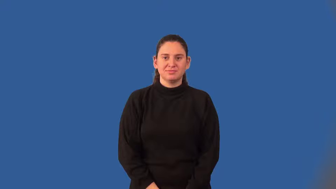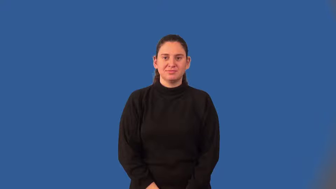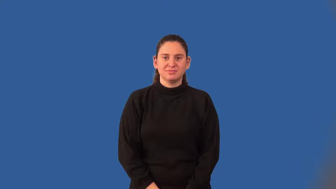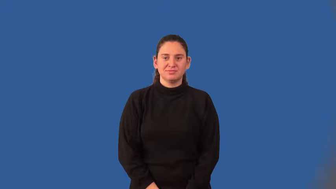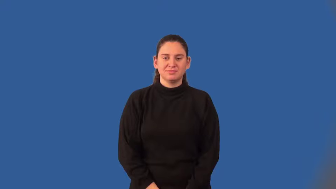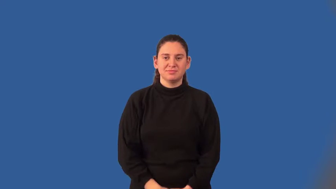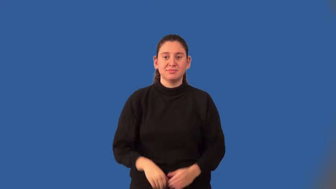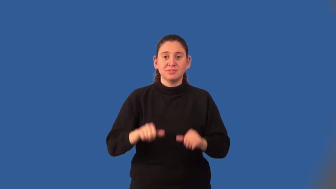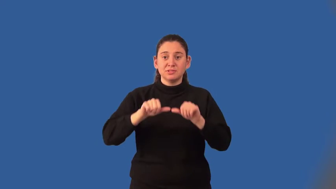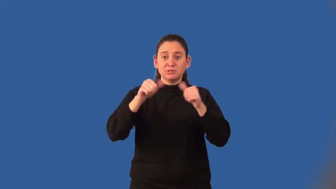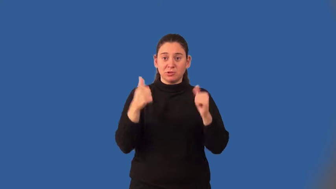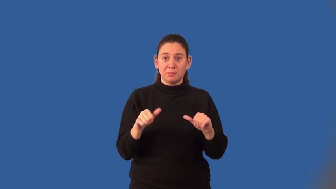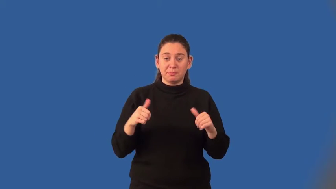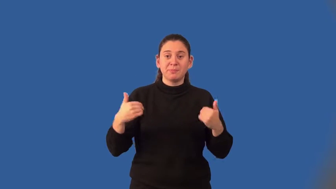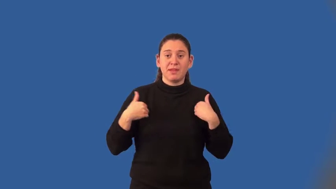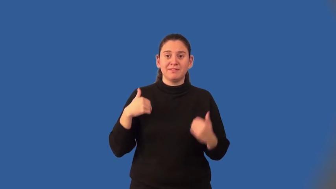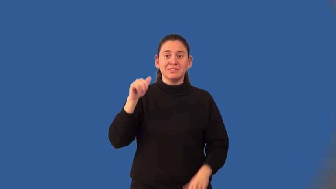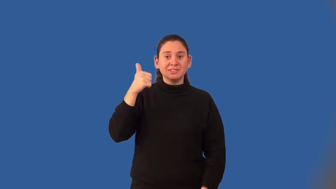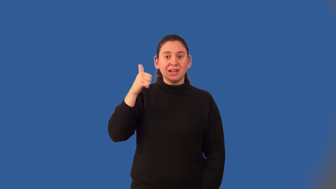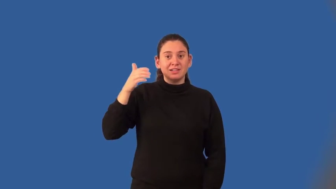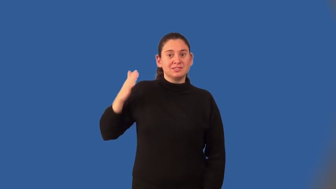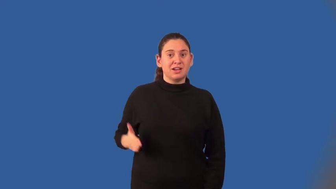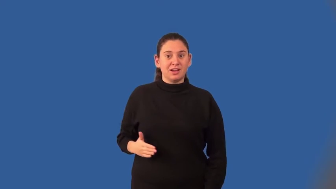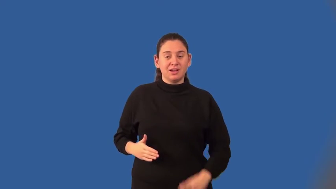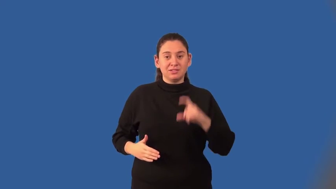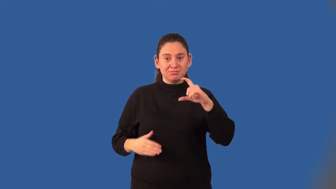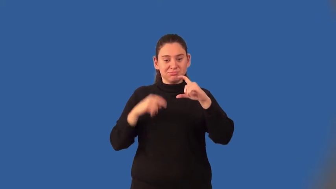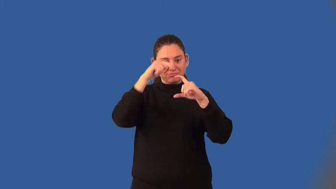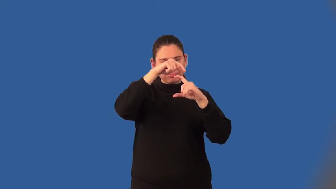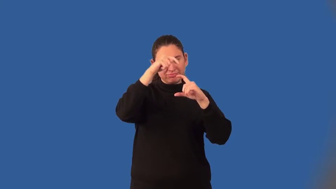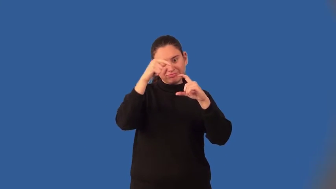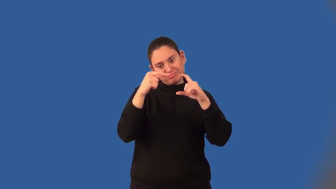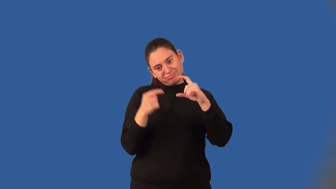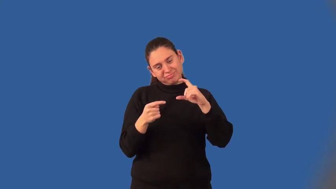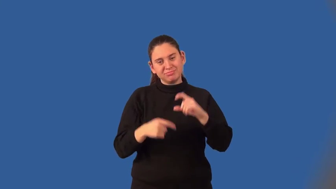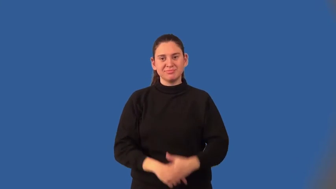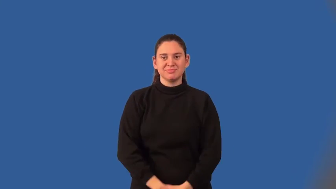decagon